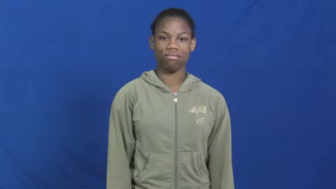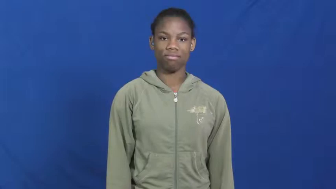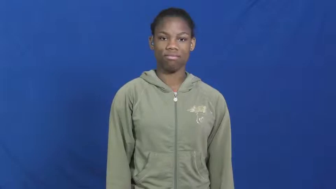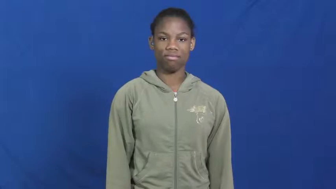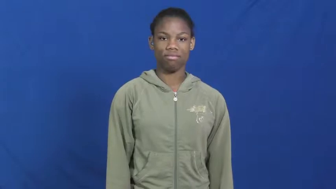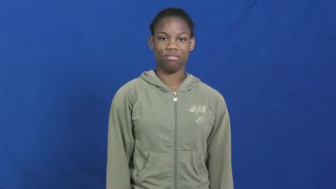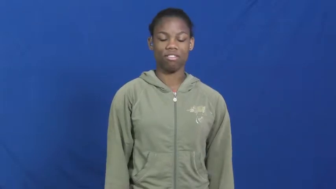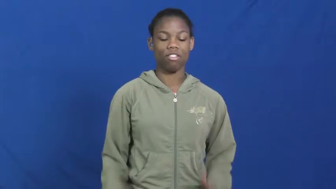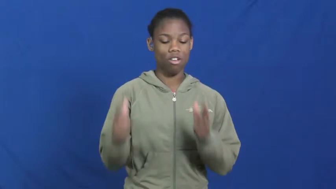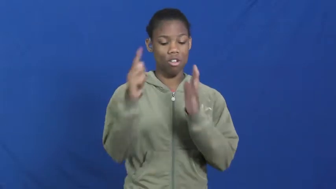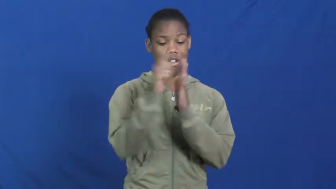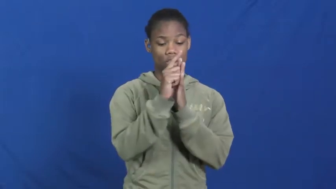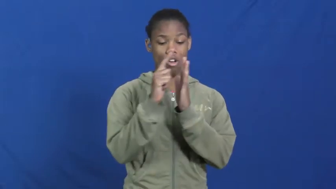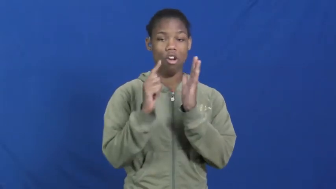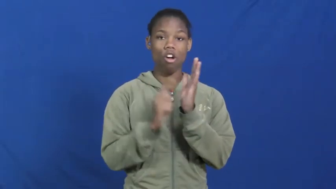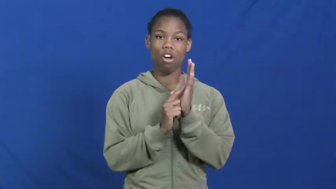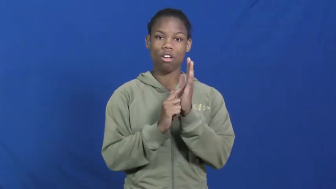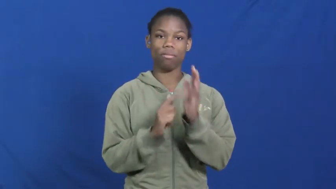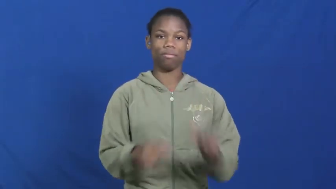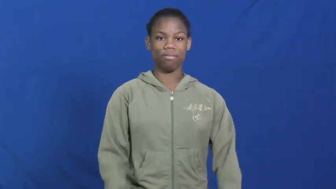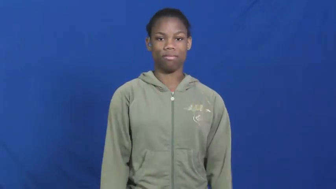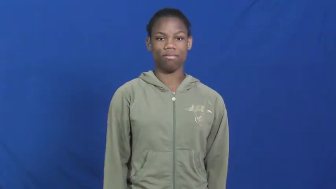law,statute,accord,jurisprudence,legal,edict